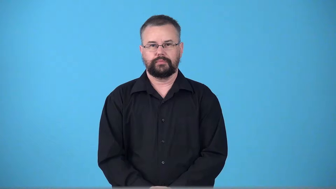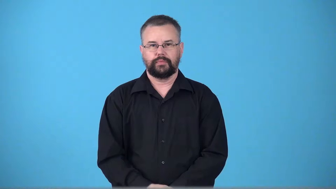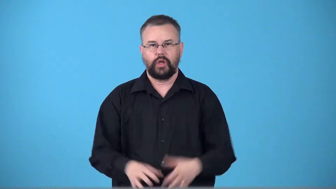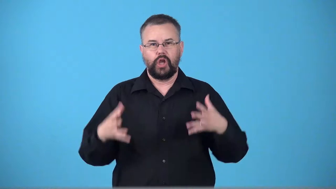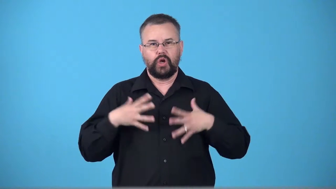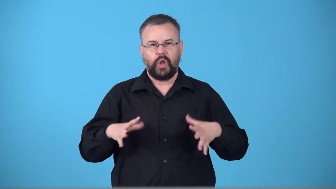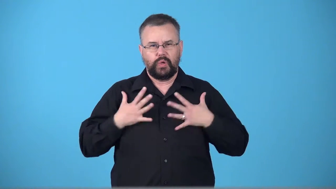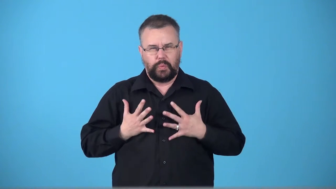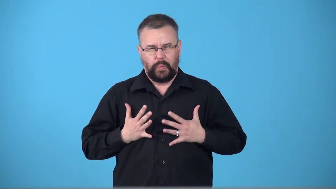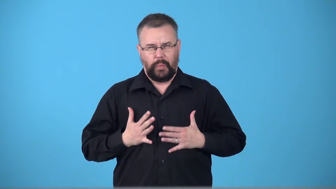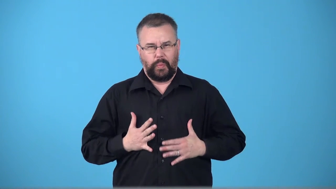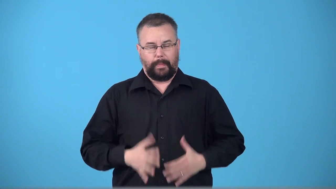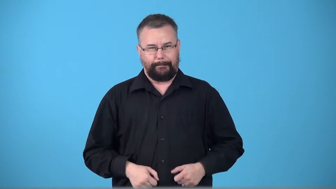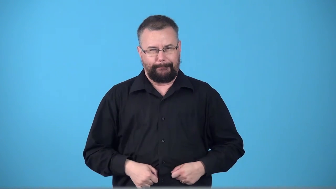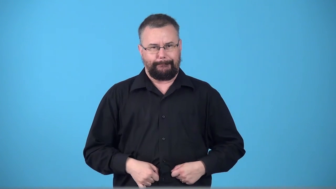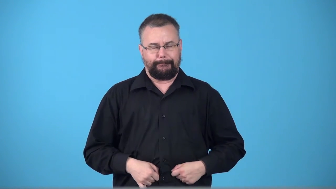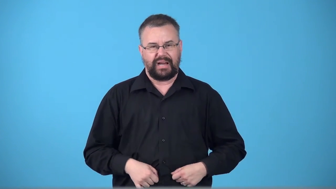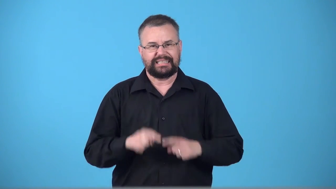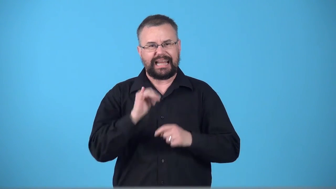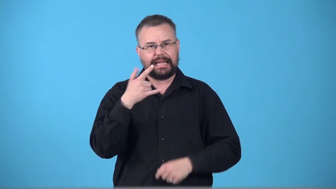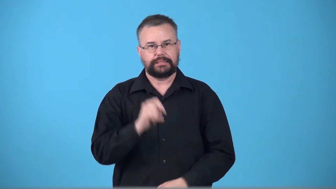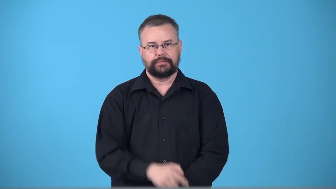tight,snug-clothes